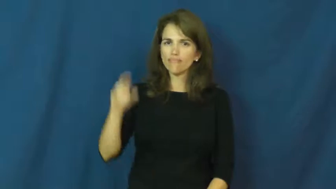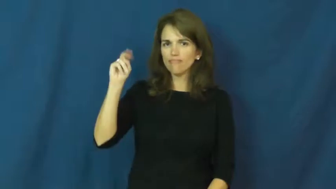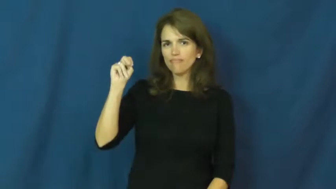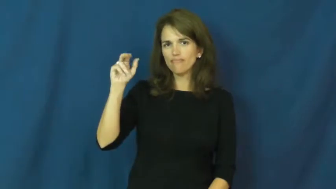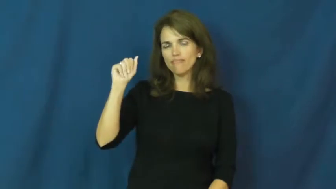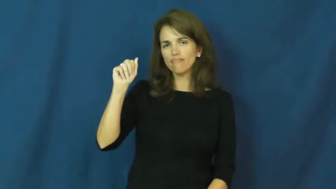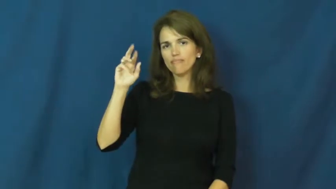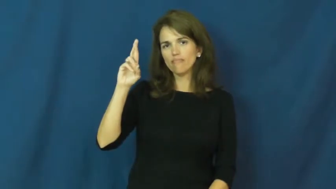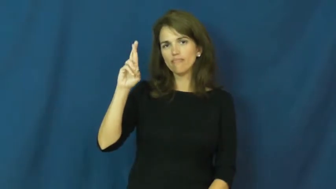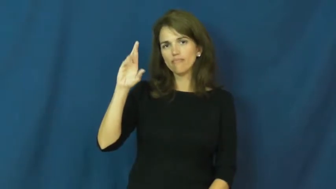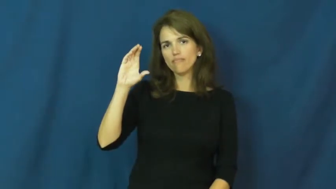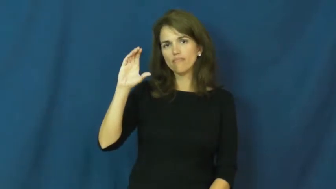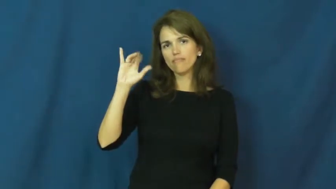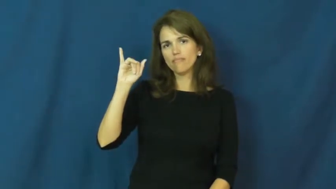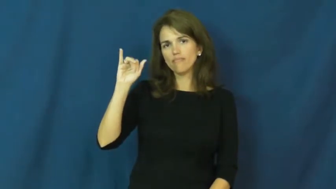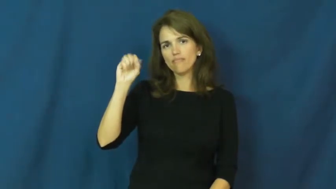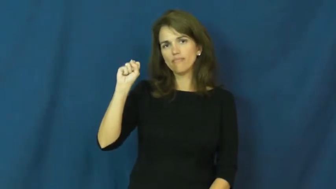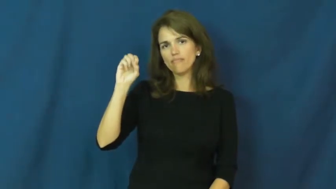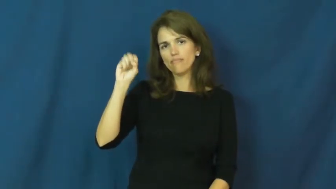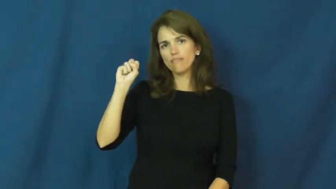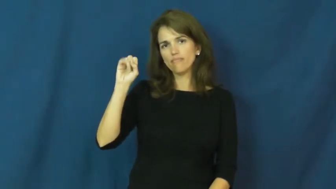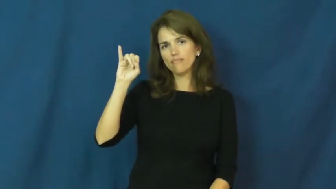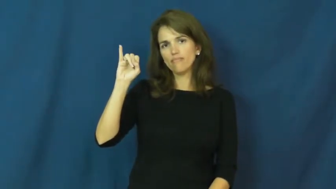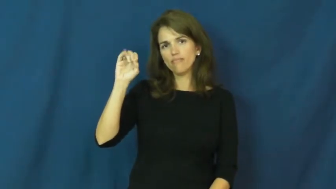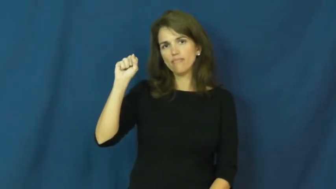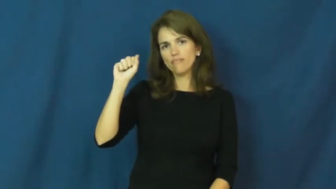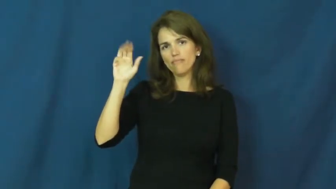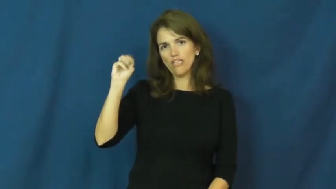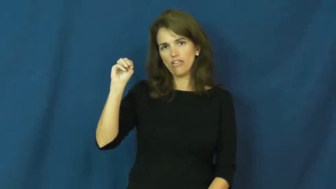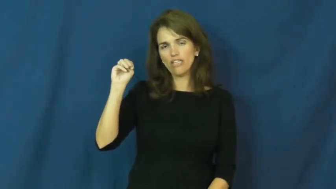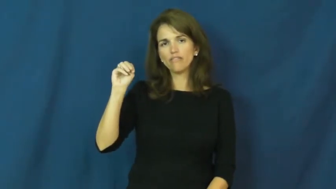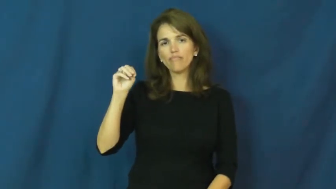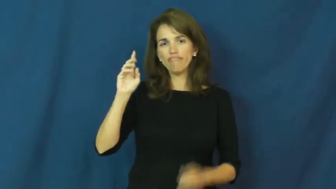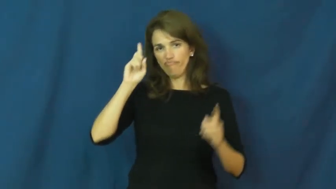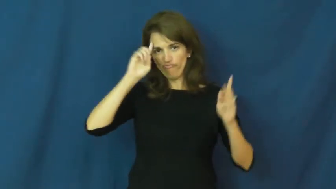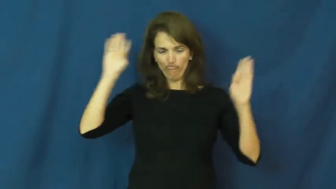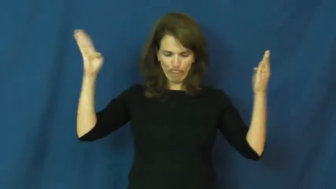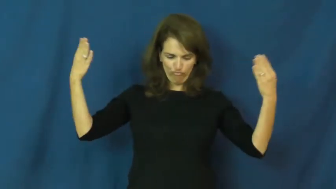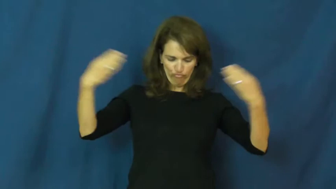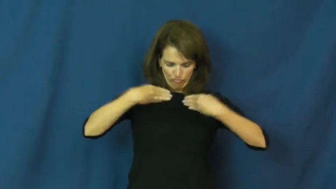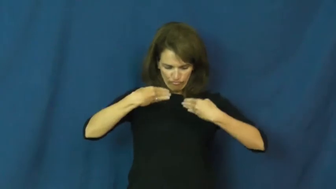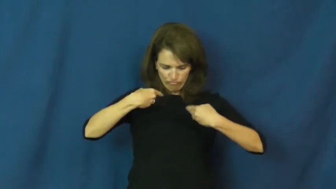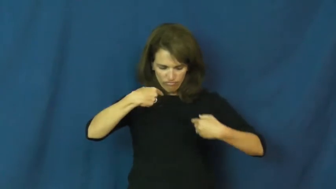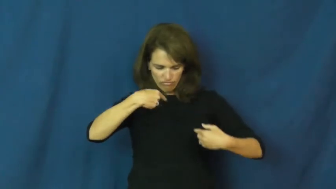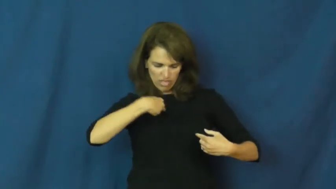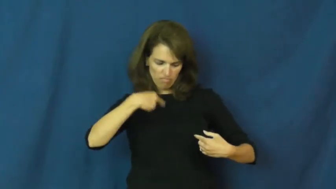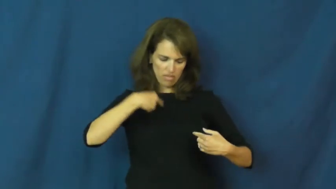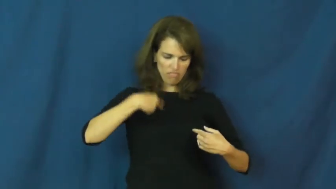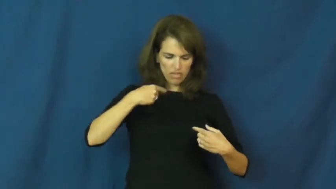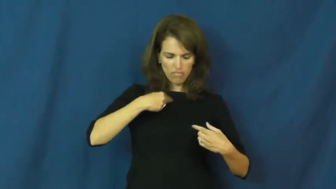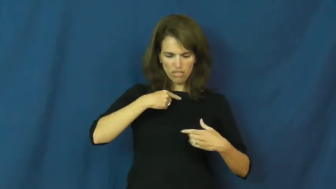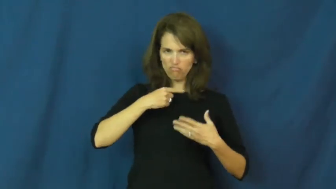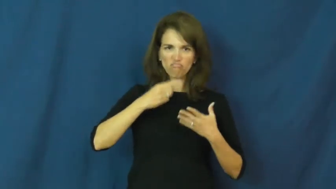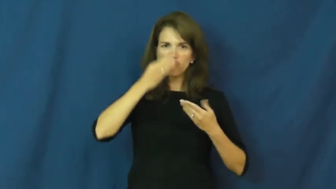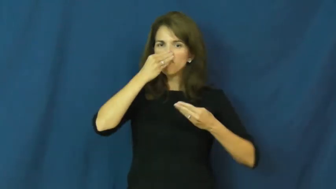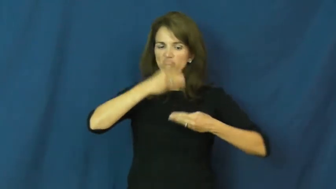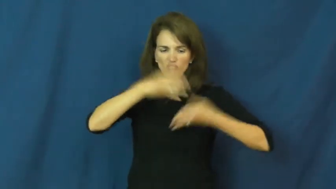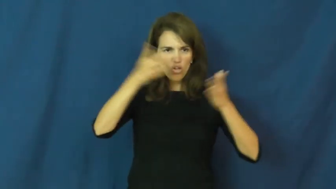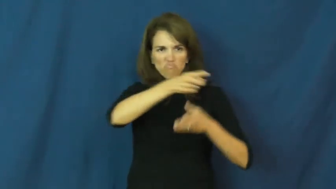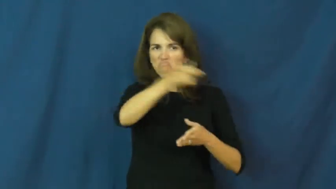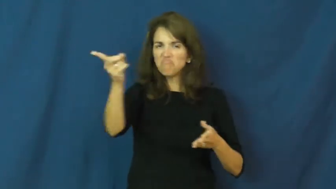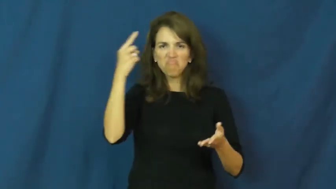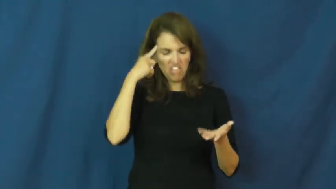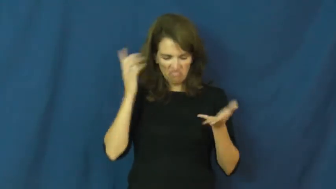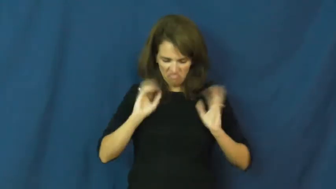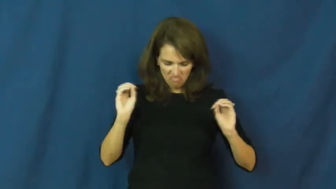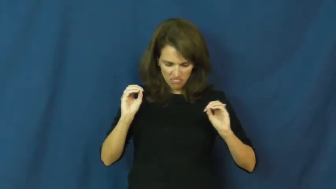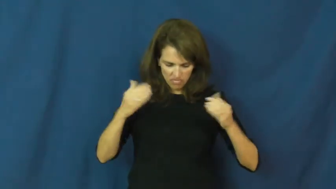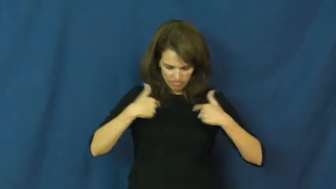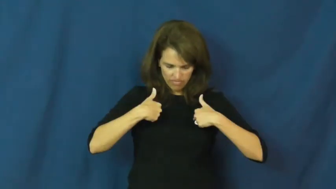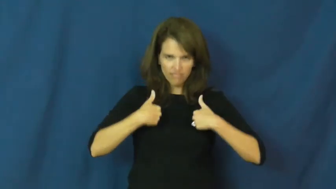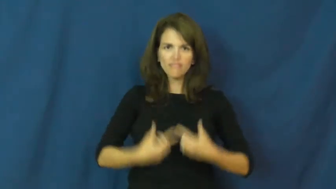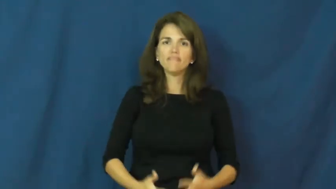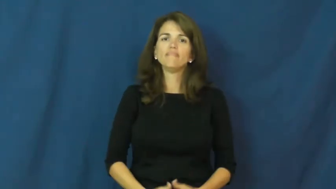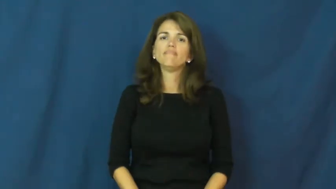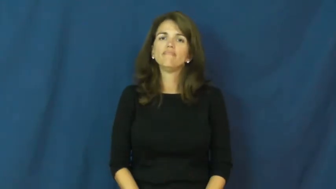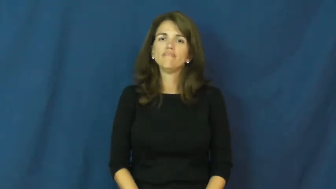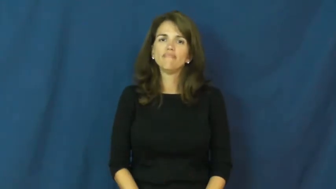narcissism